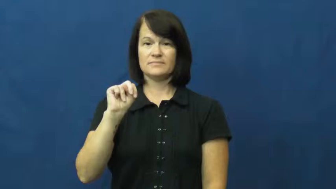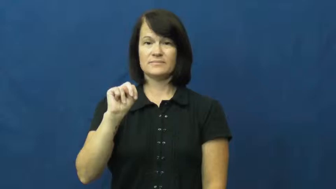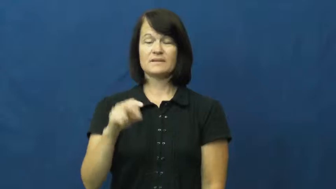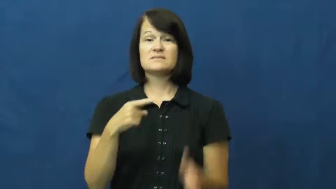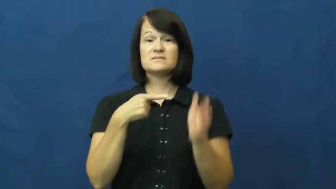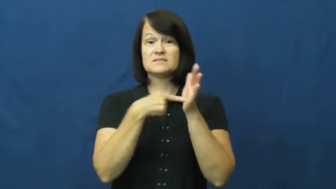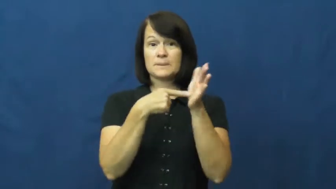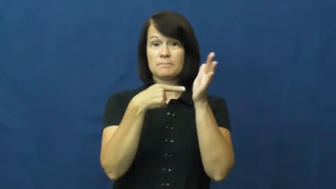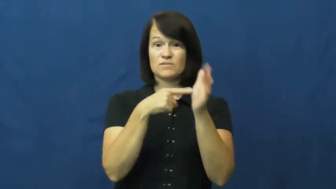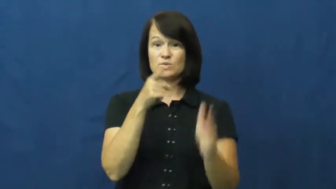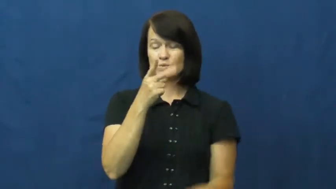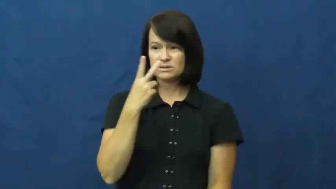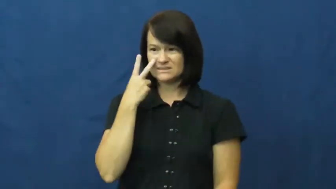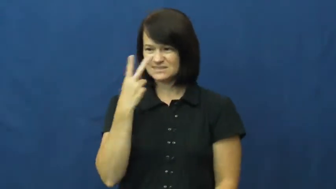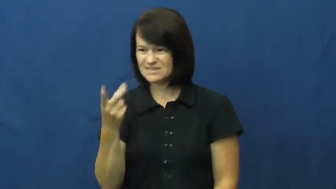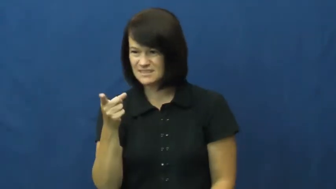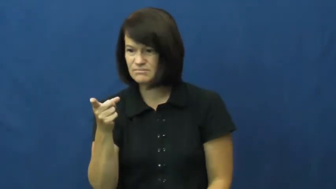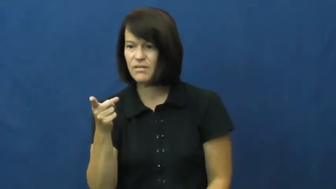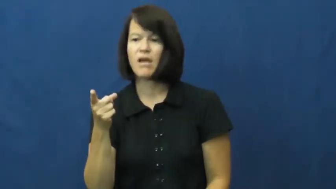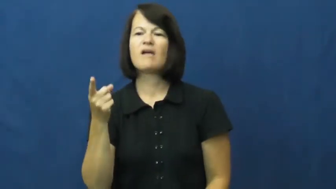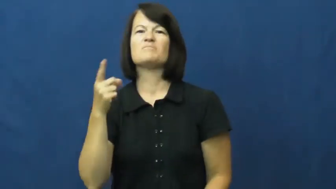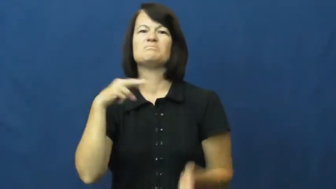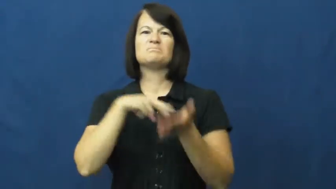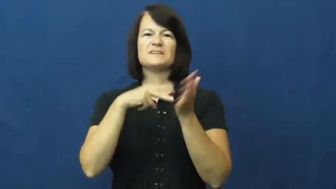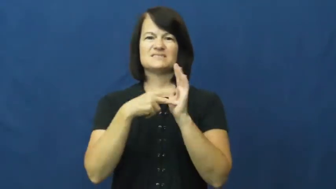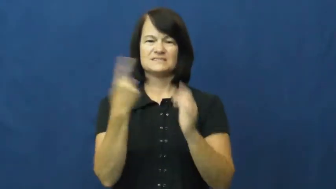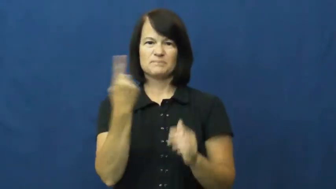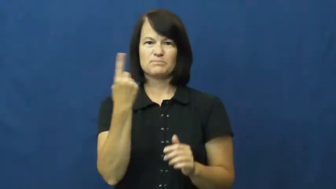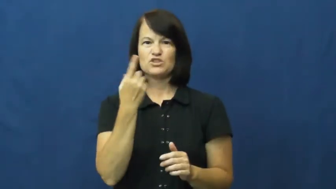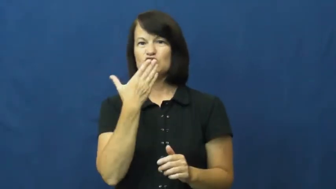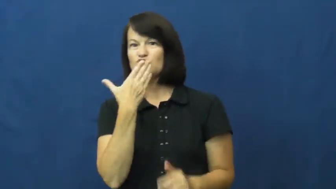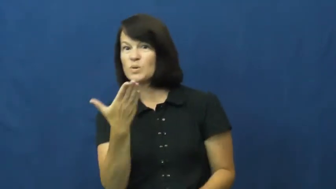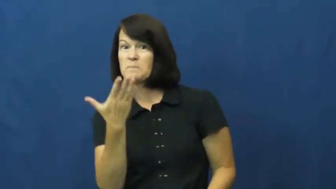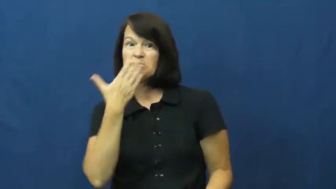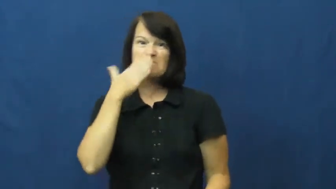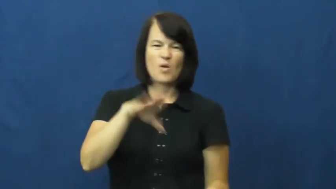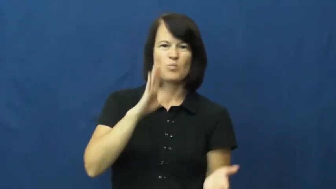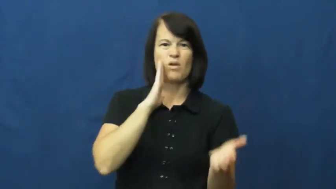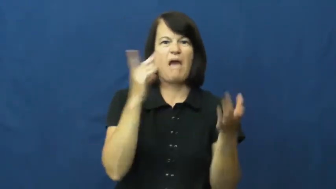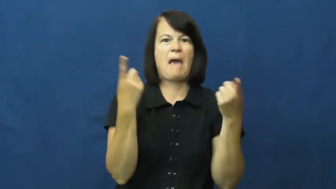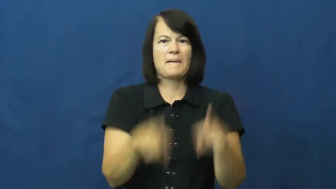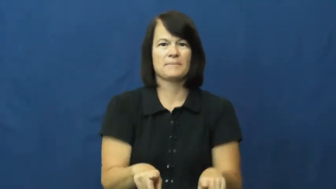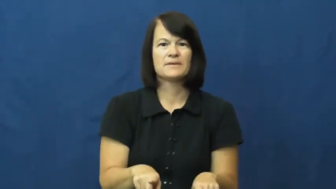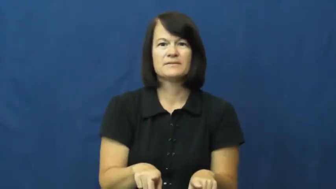omen,augar,bellwether,bespeak,bode,presage